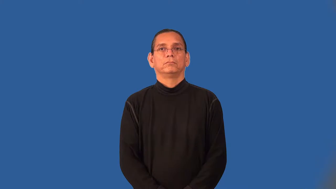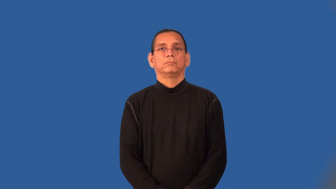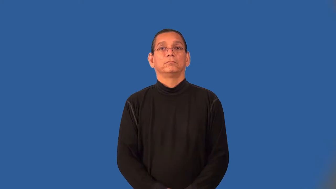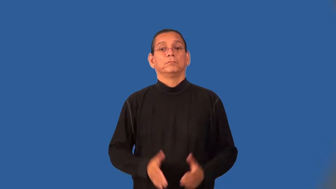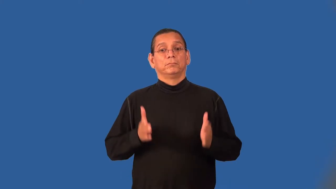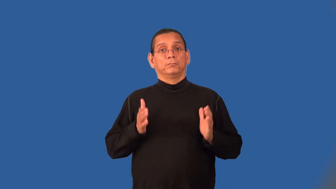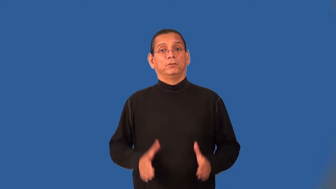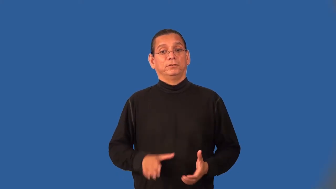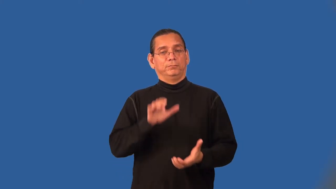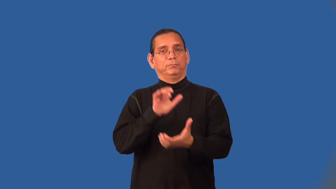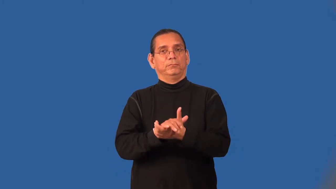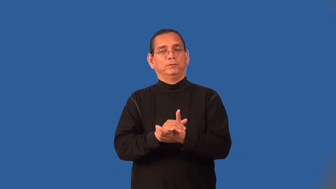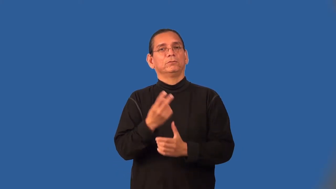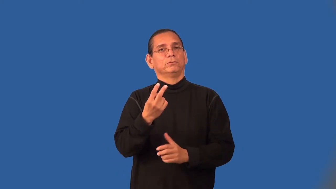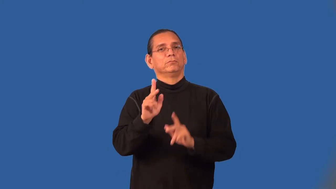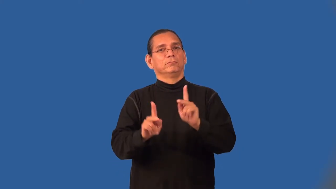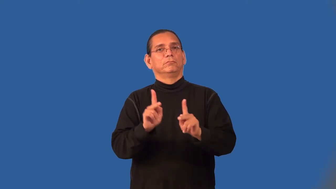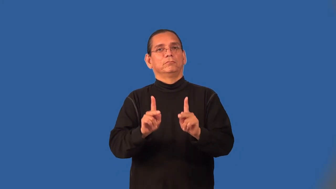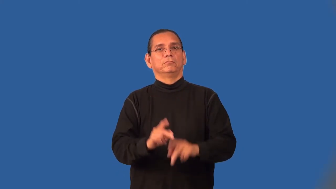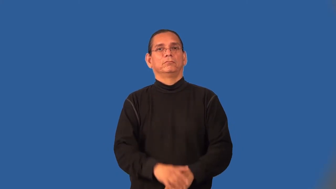bigamist